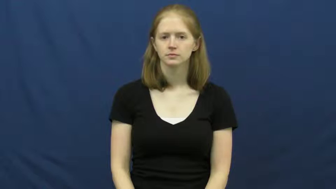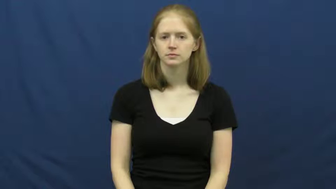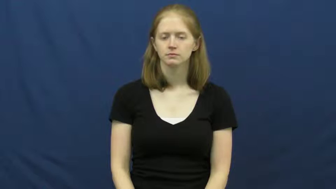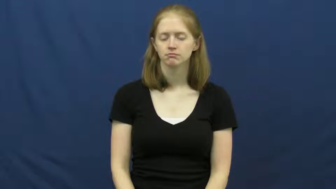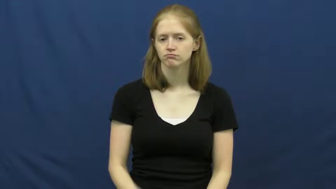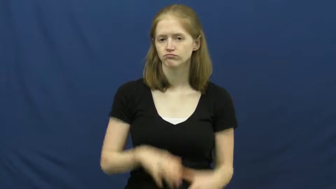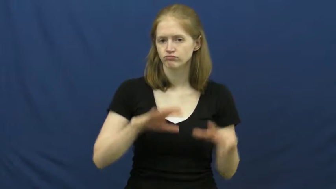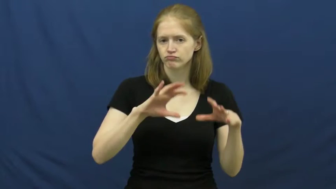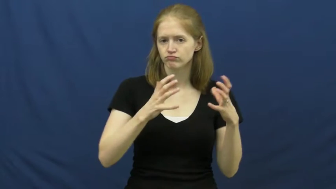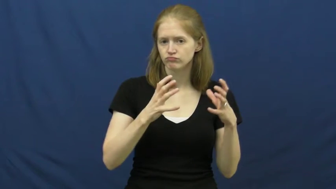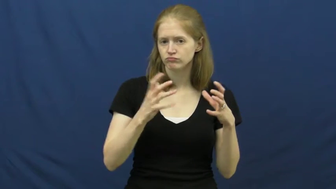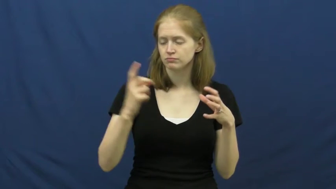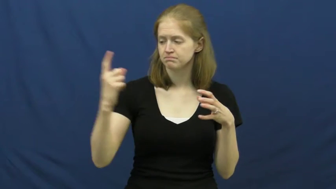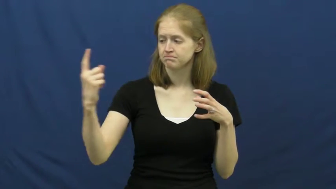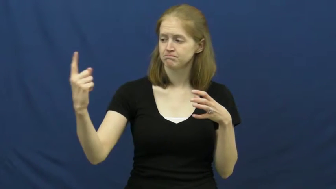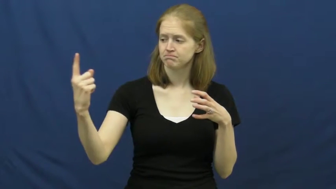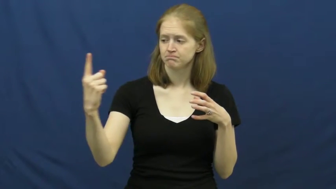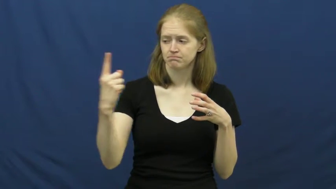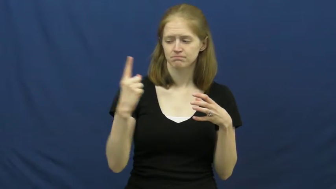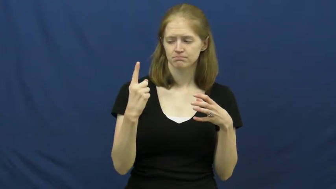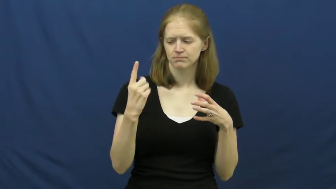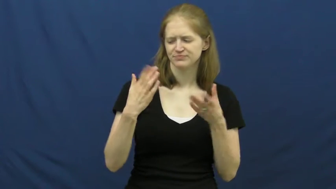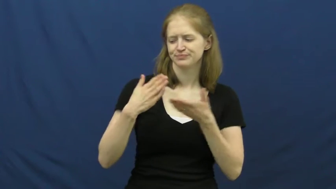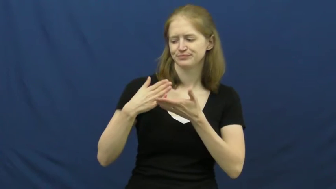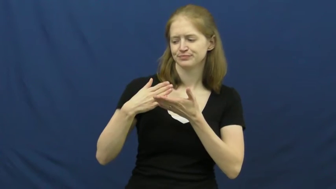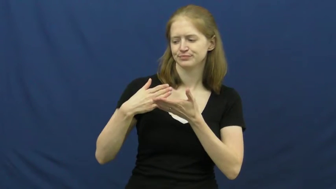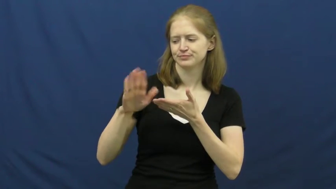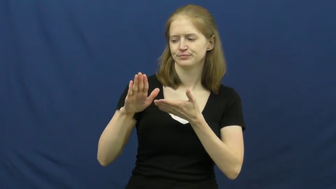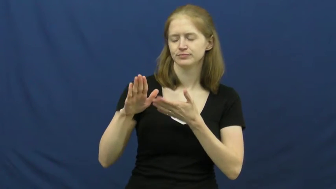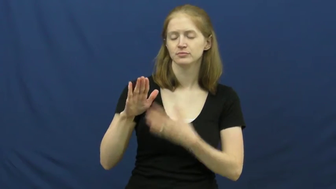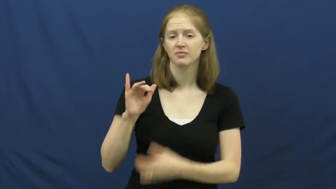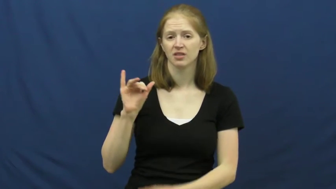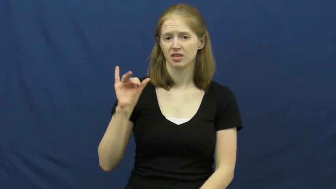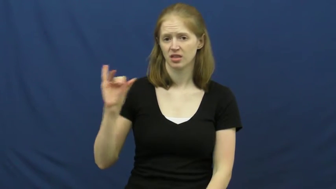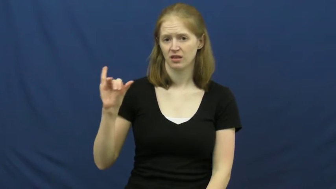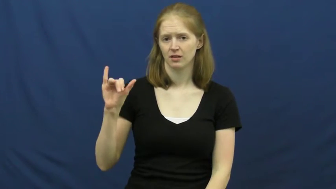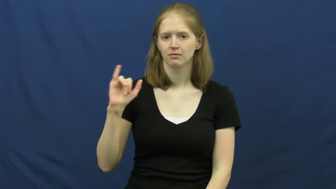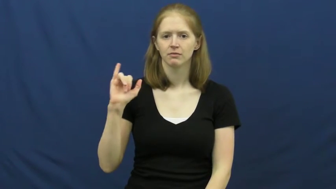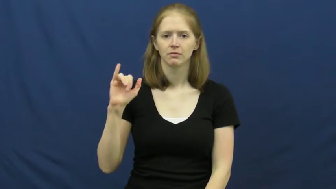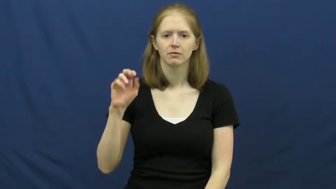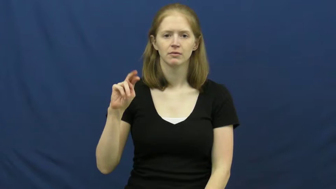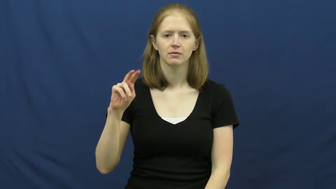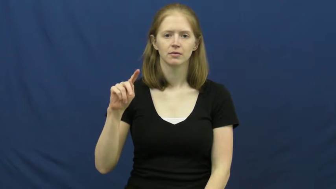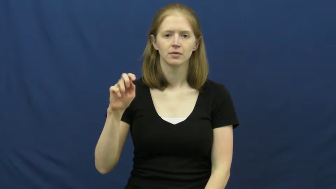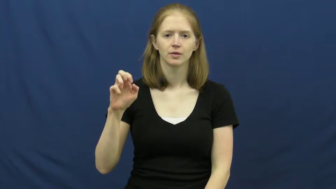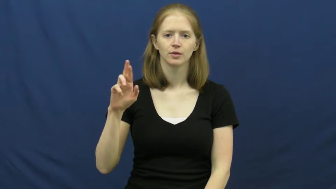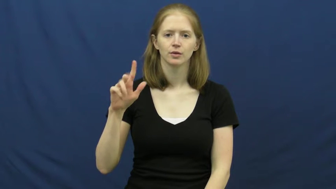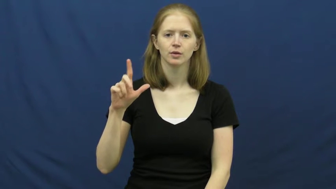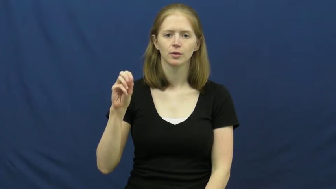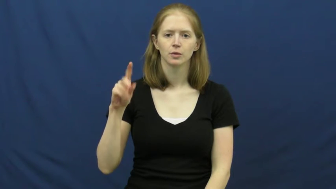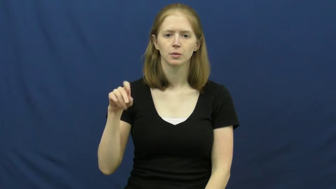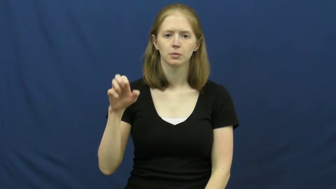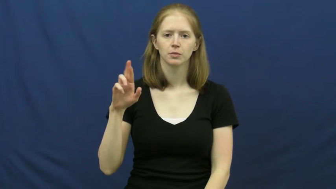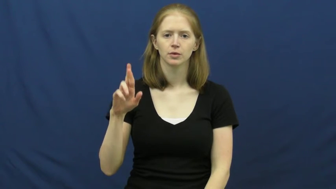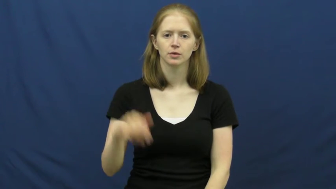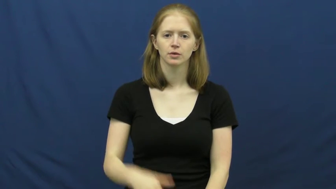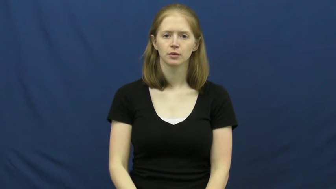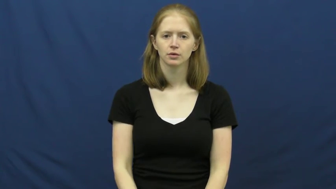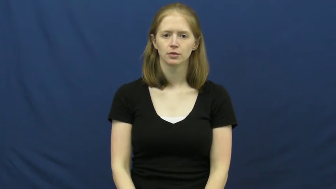interloper